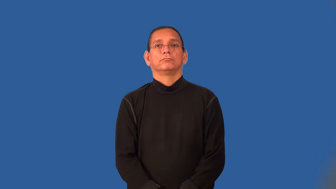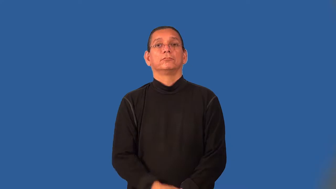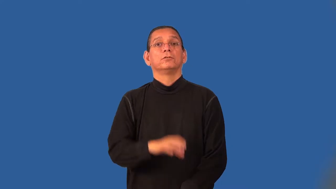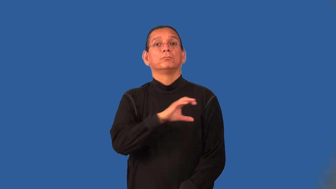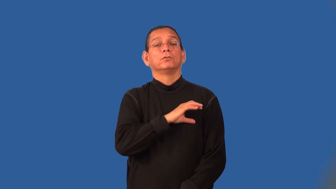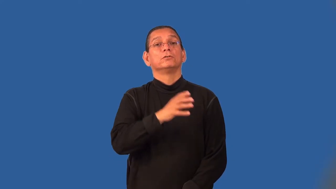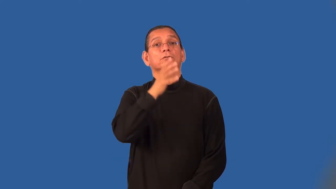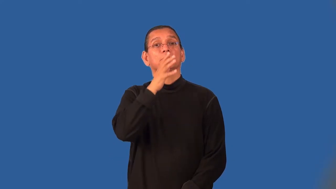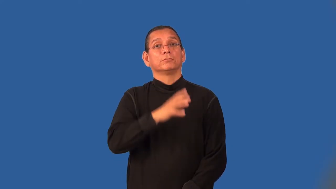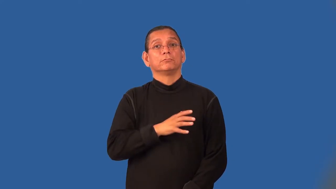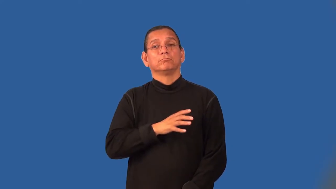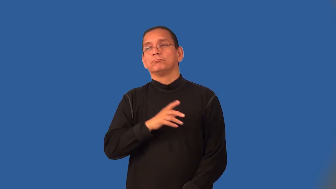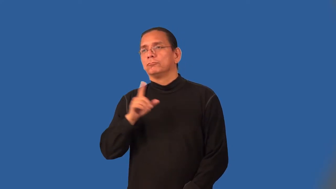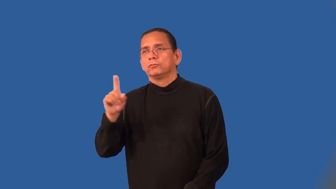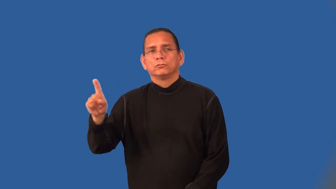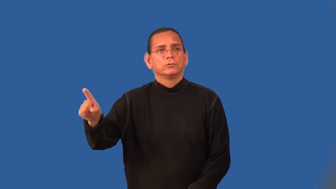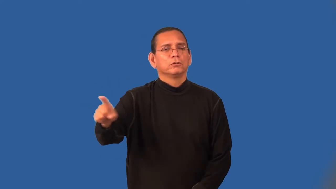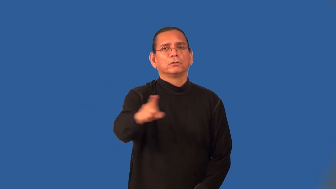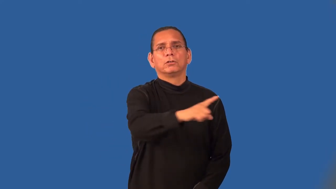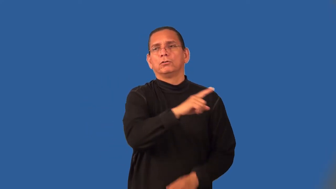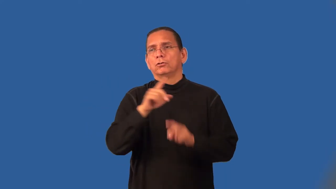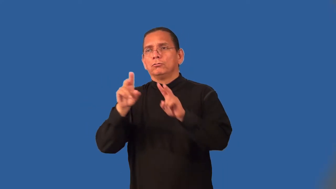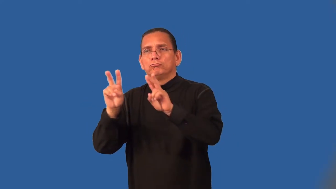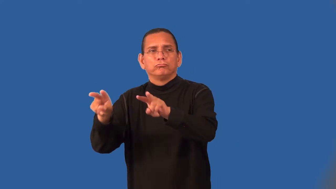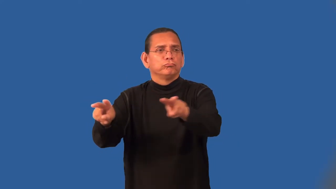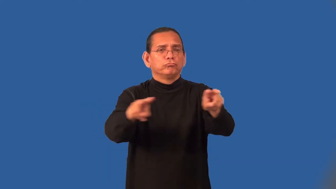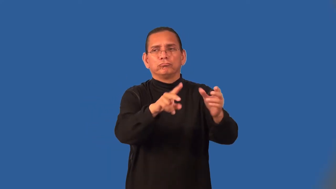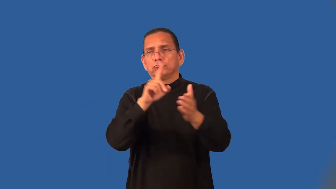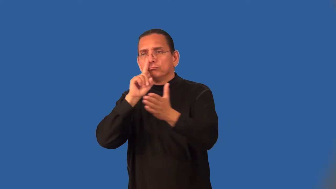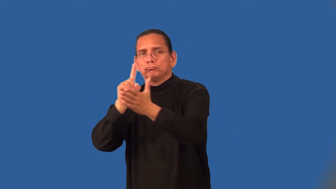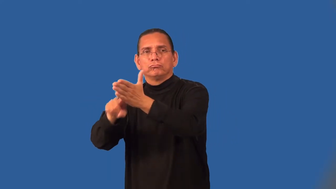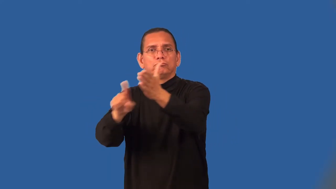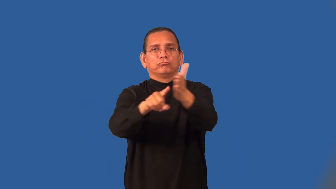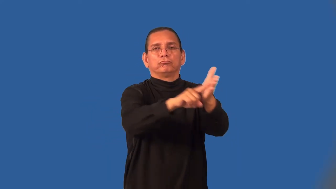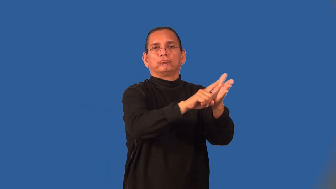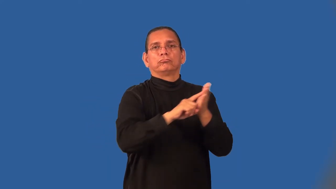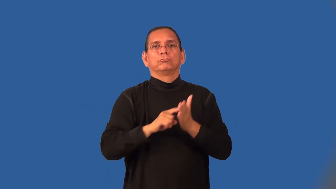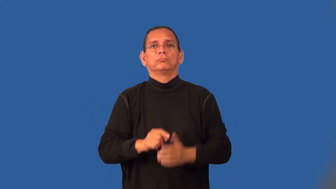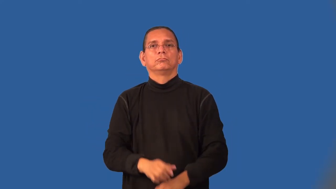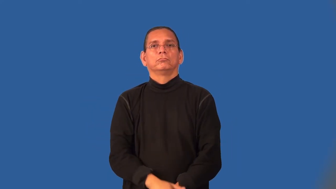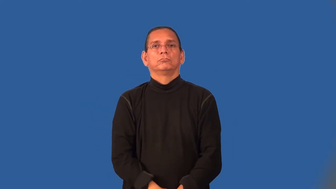patrolwoman